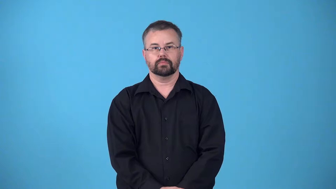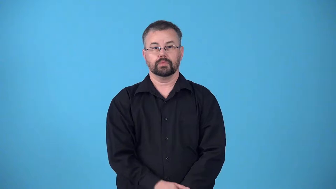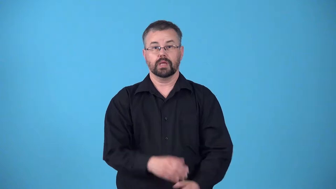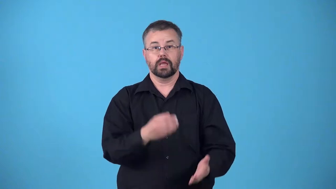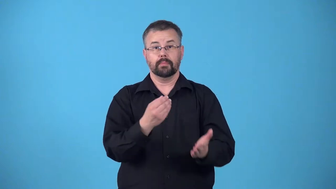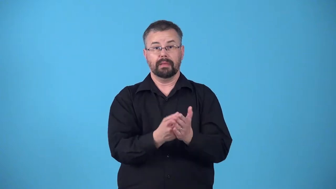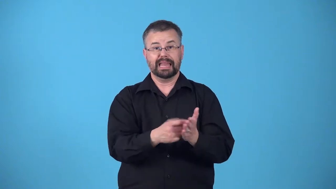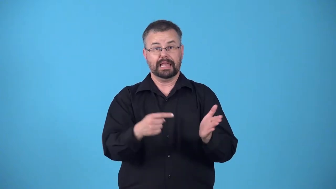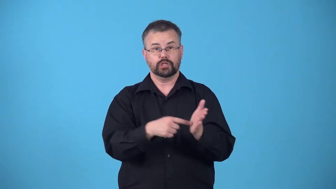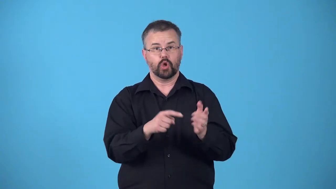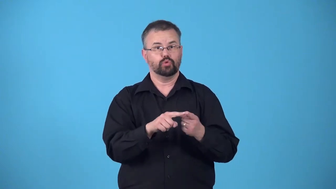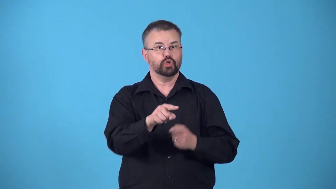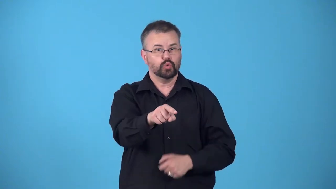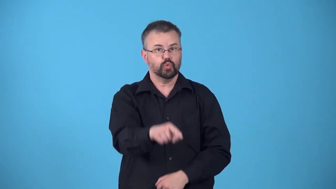receivables